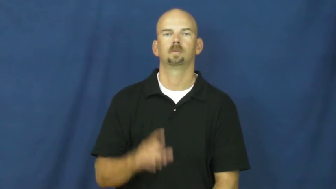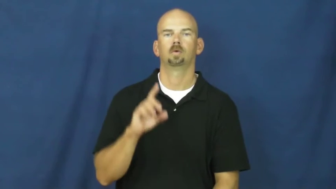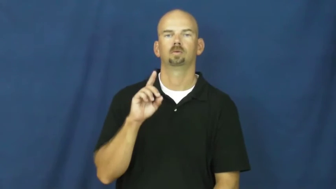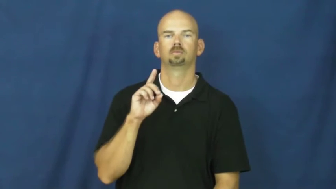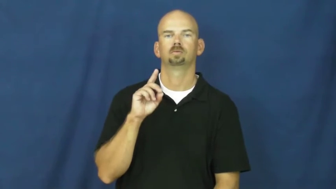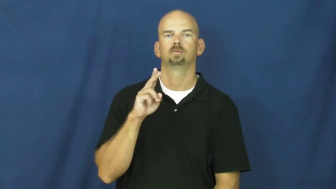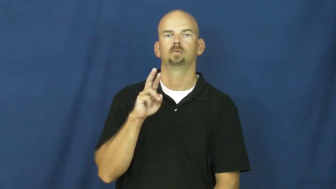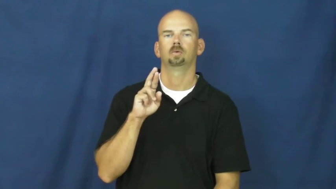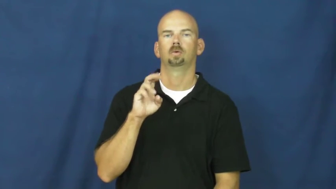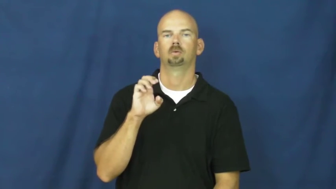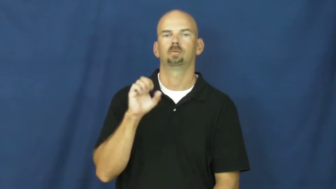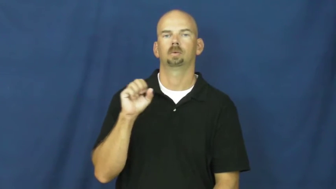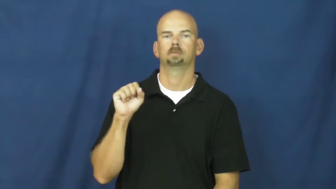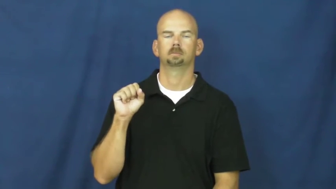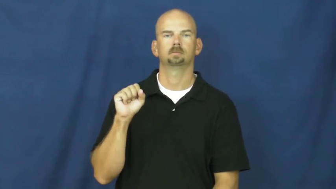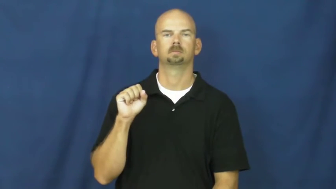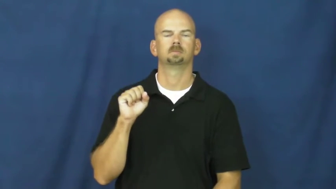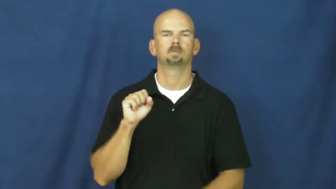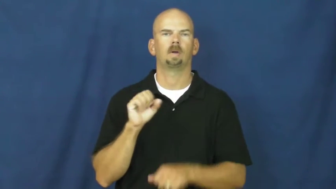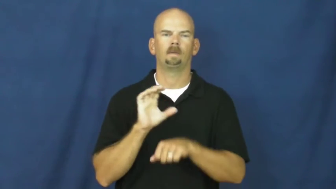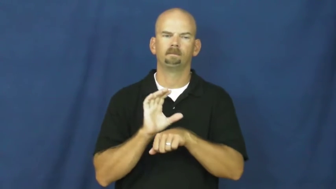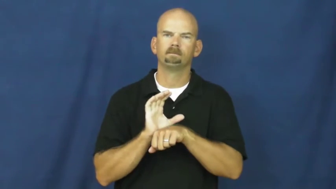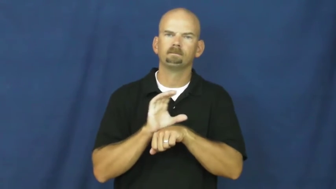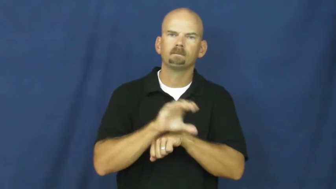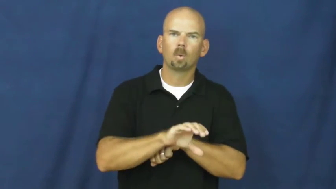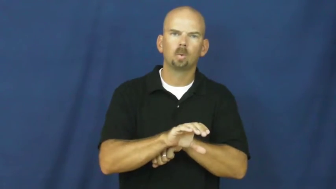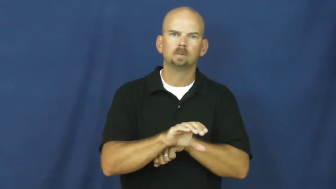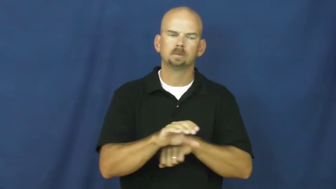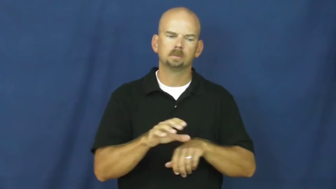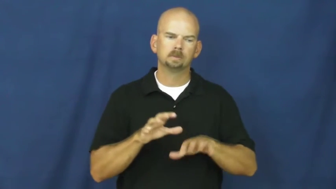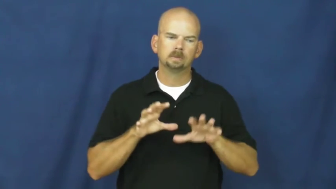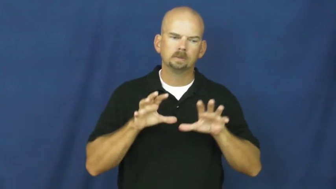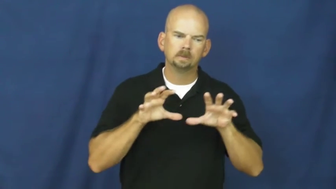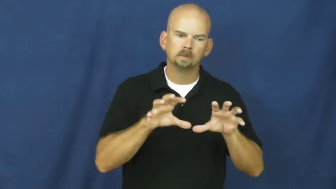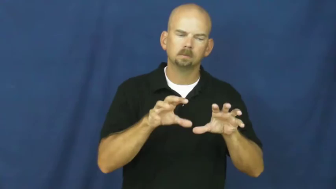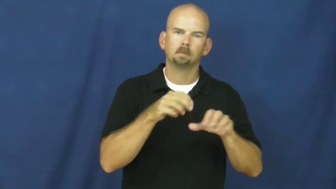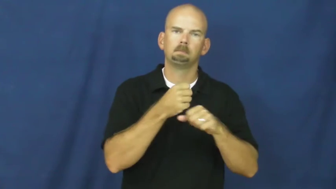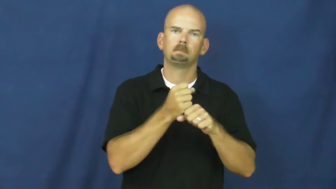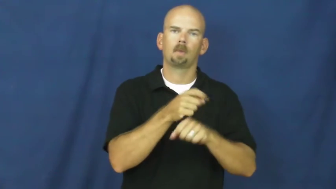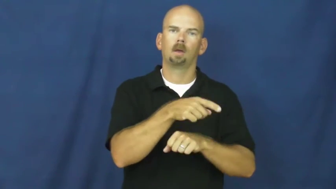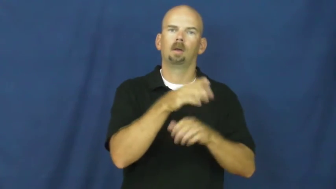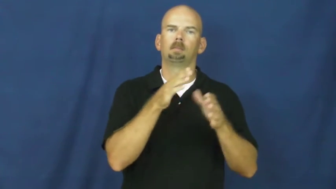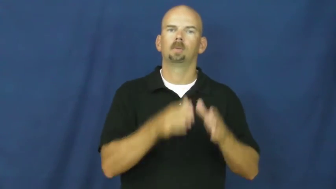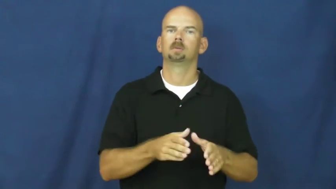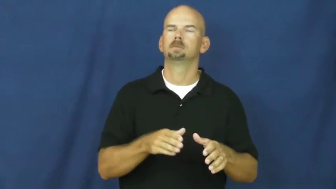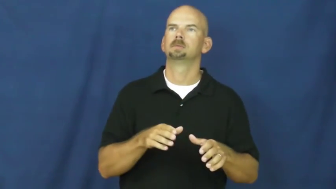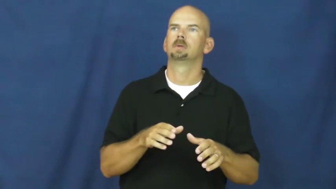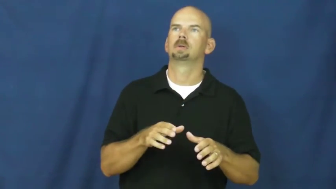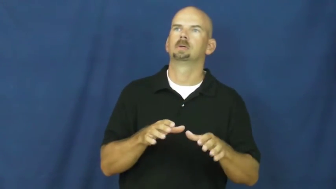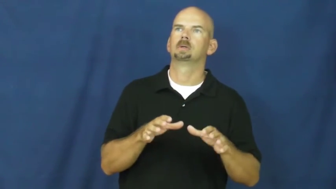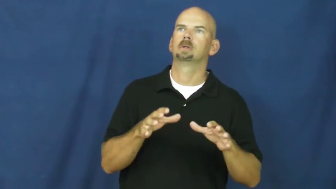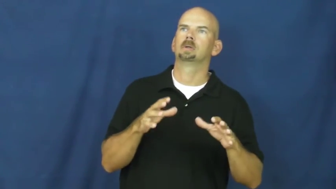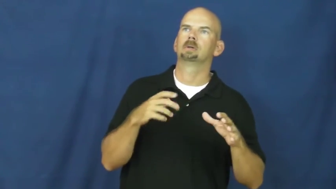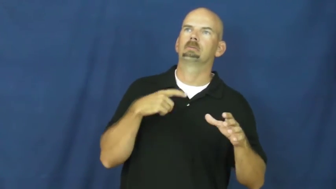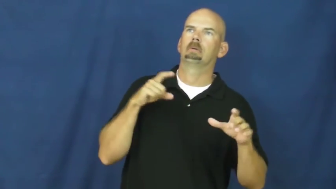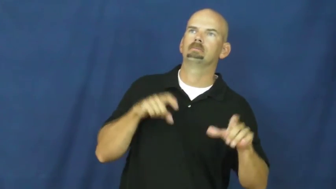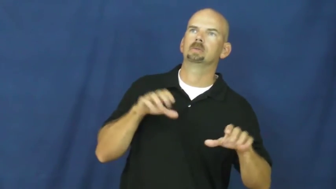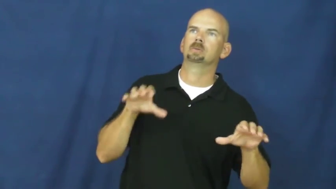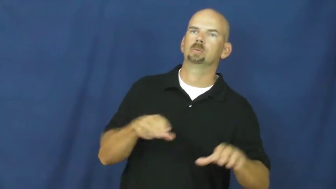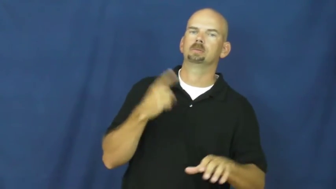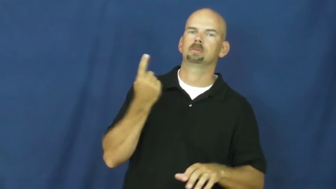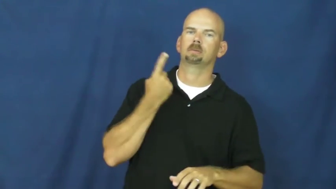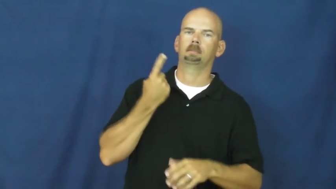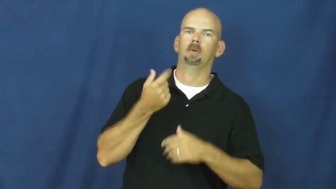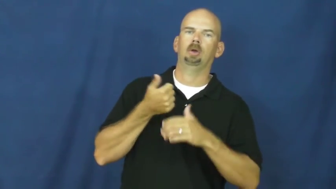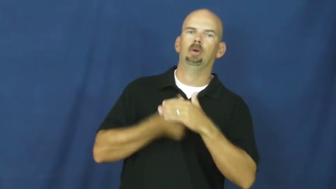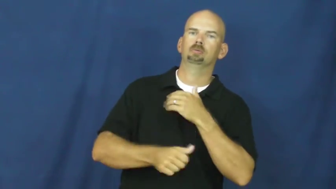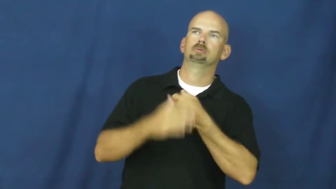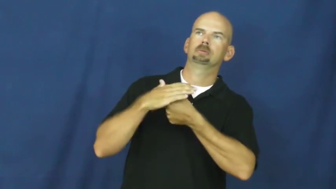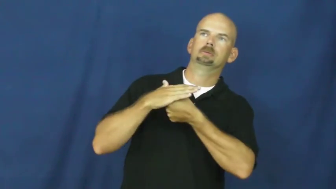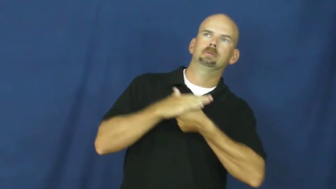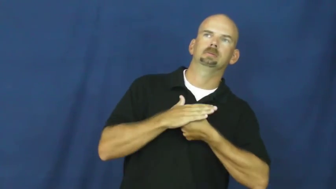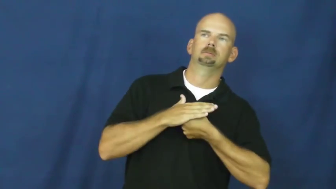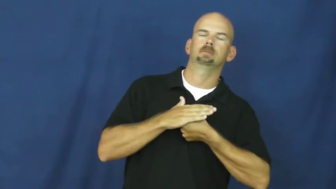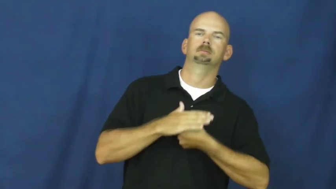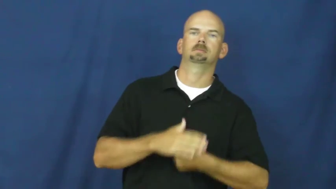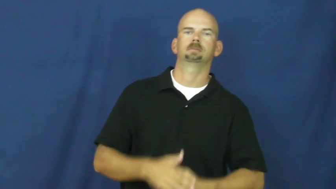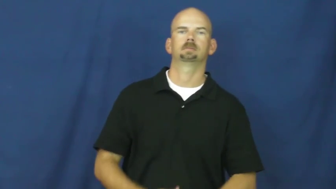duress